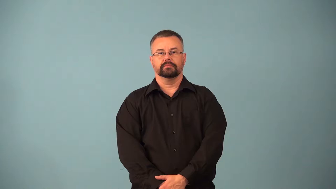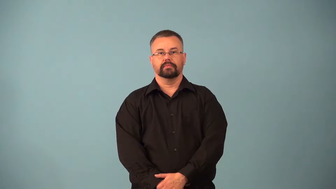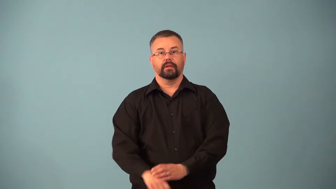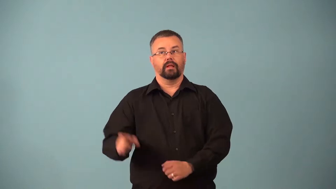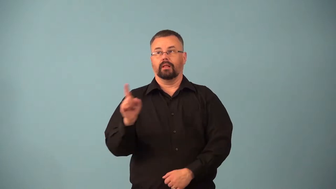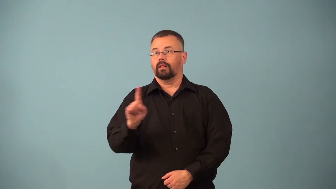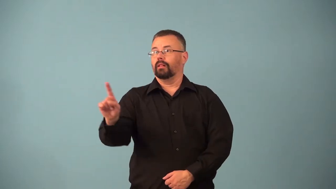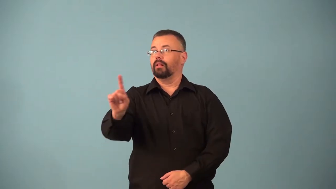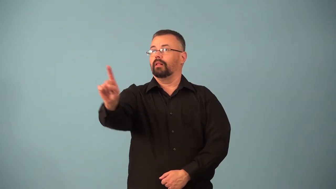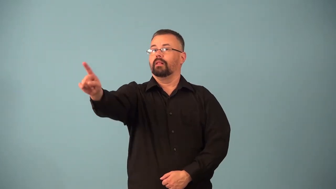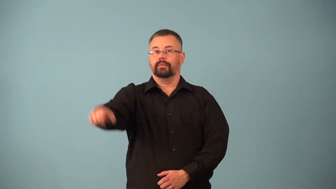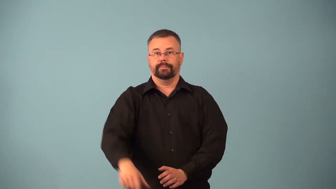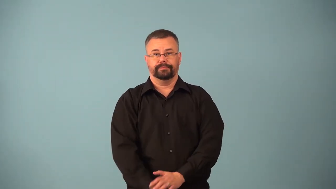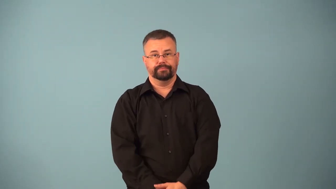astray